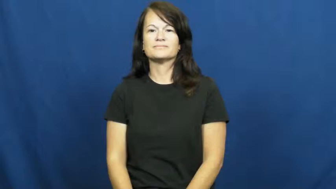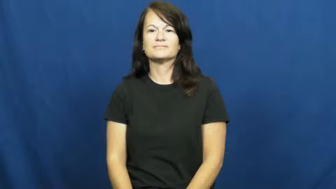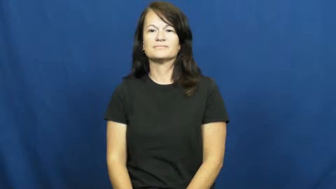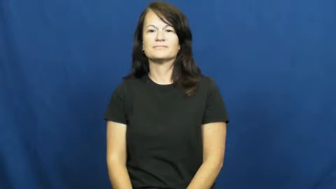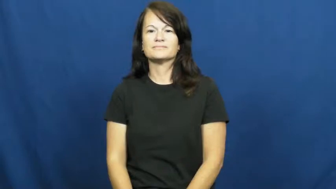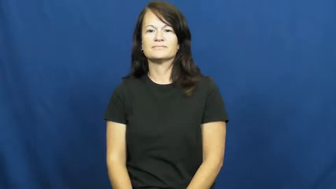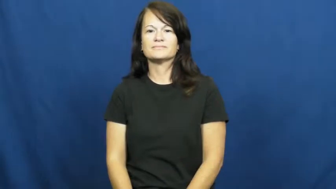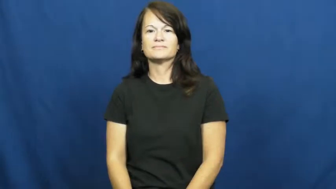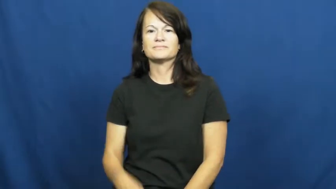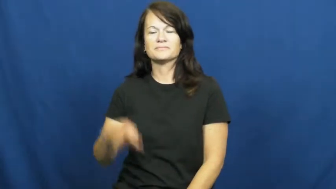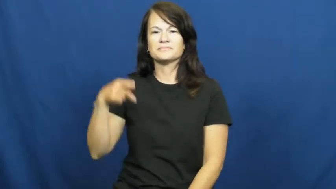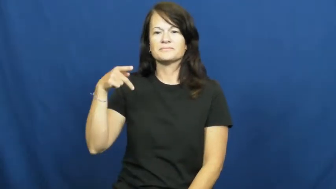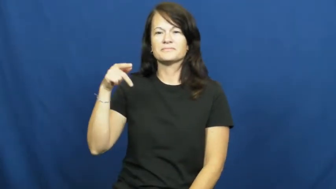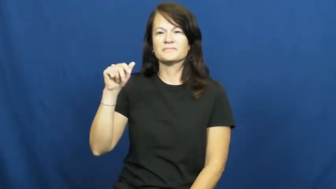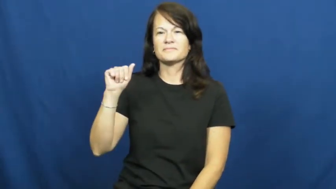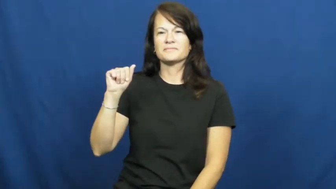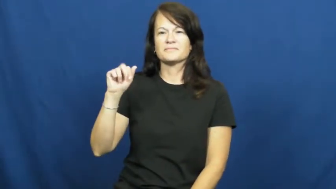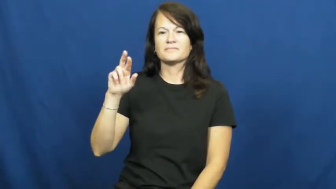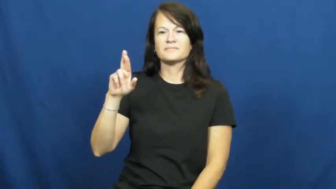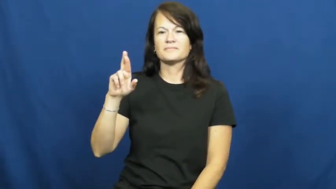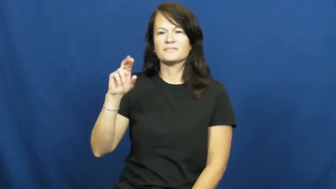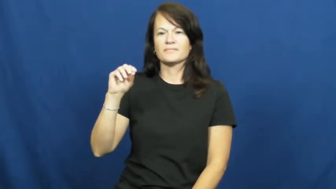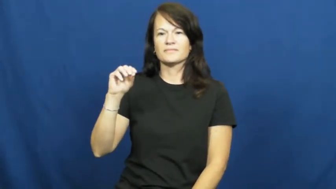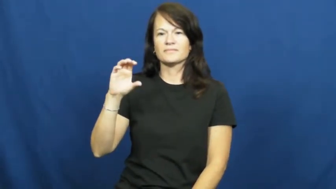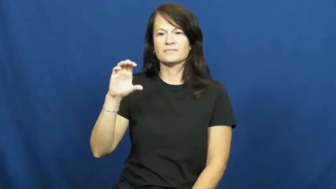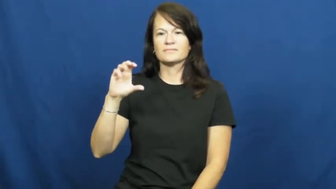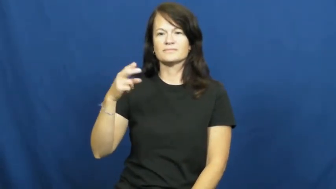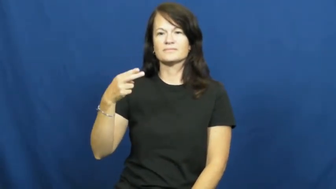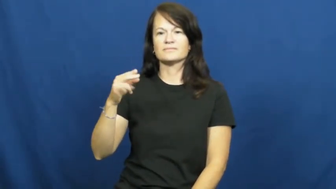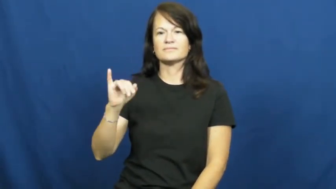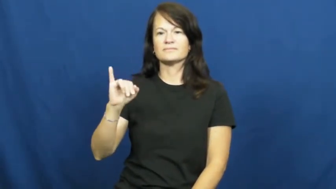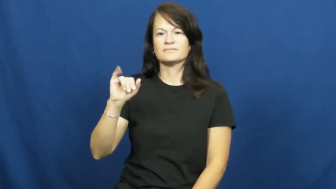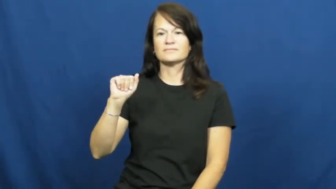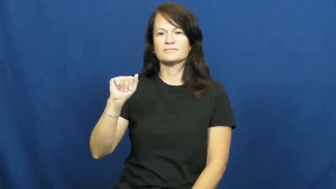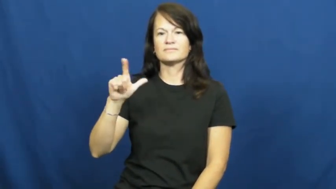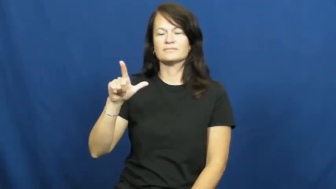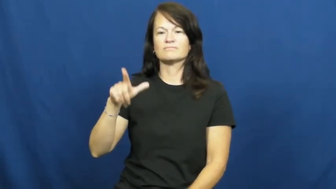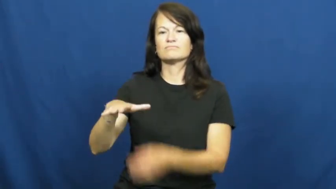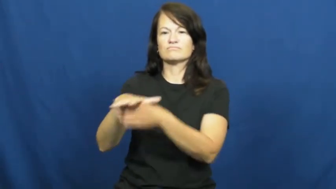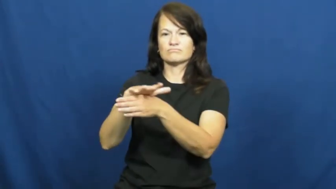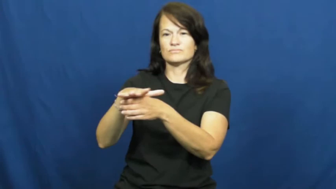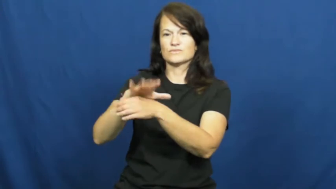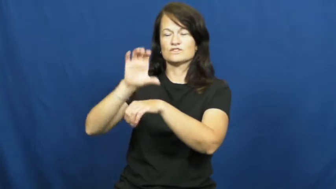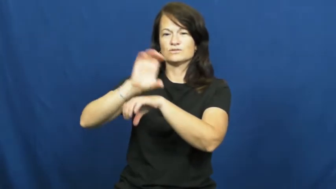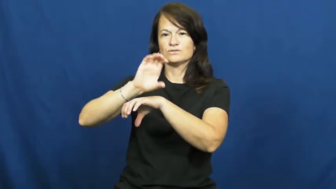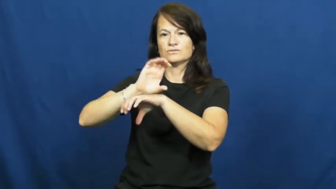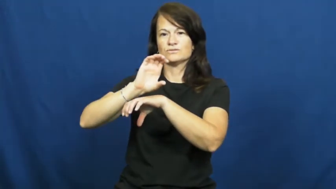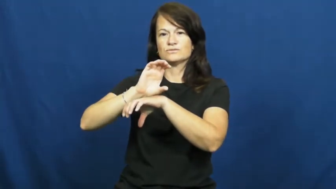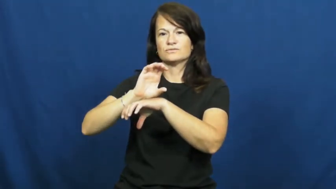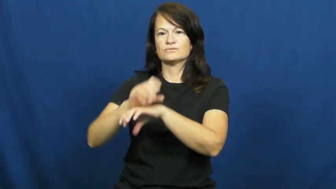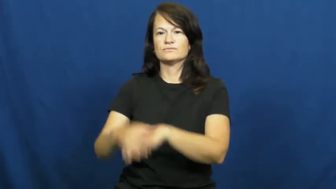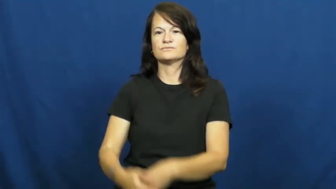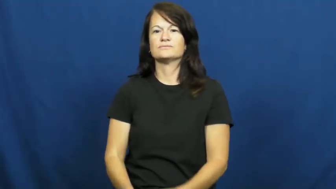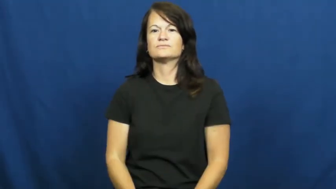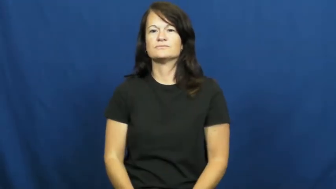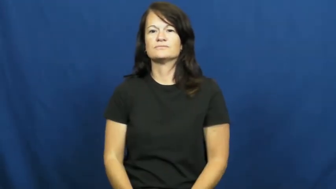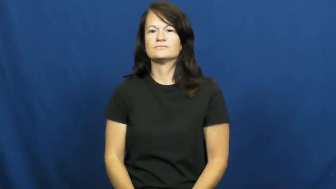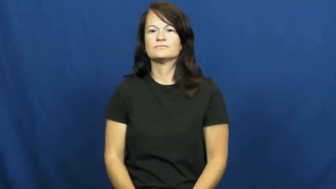parochial